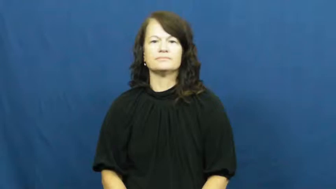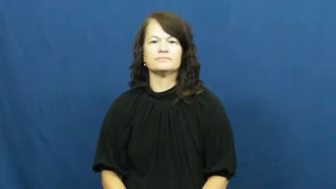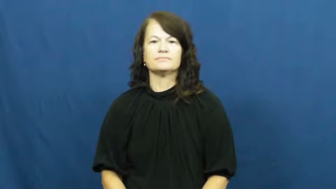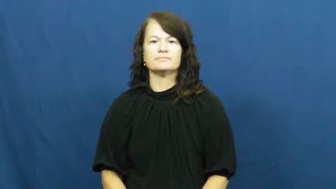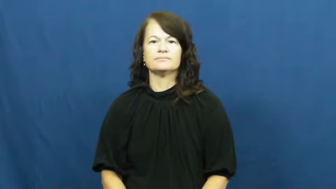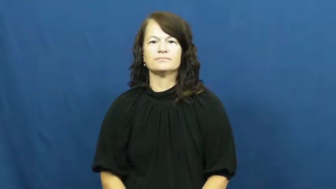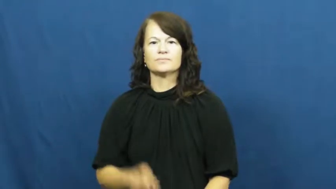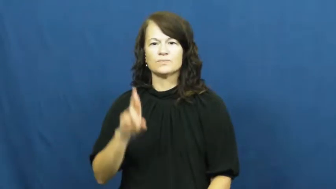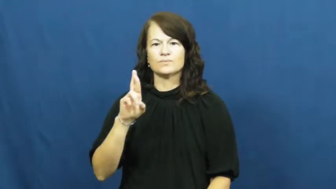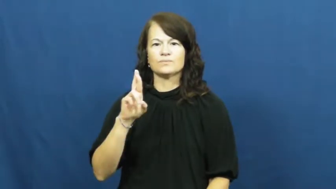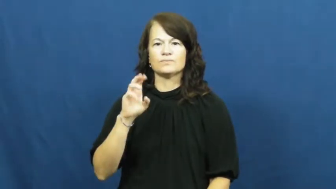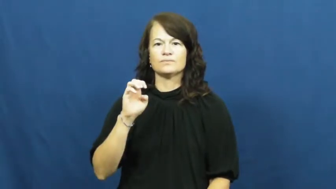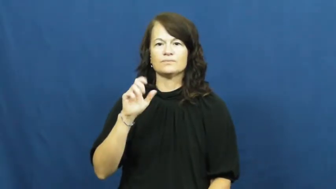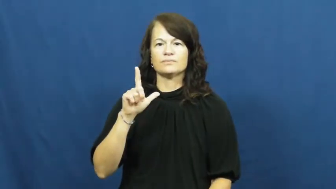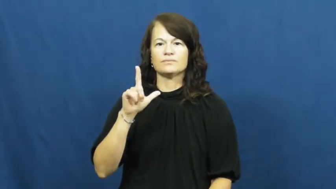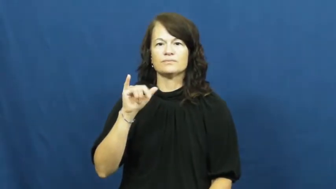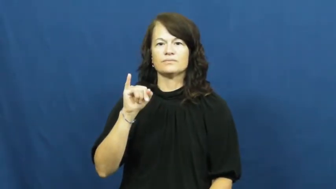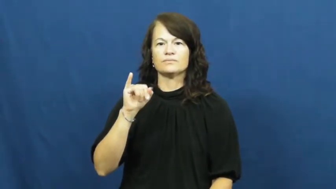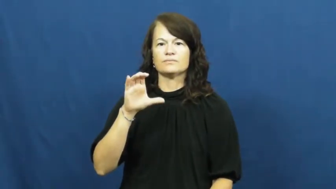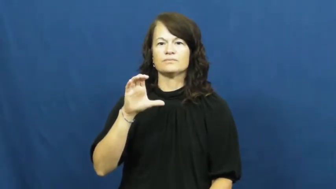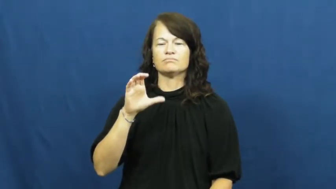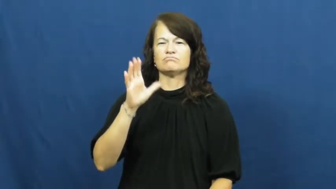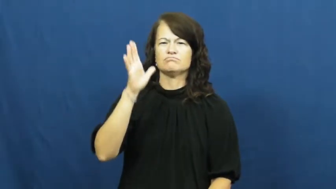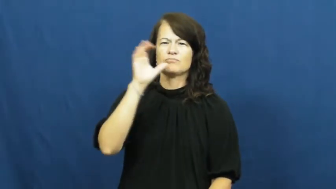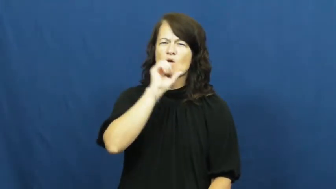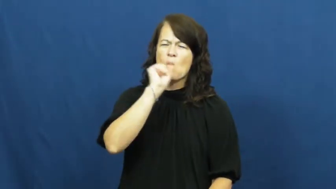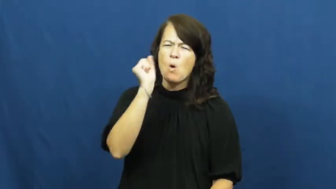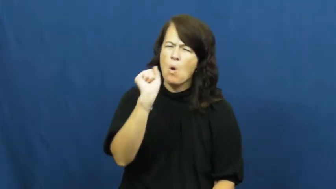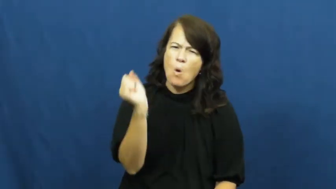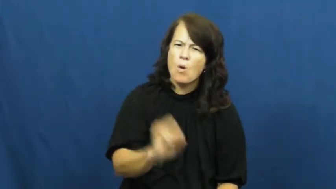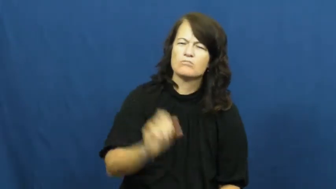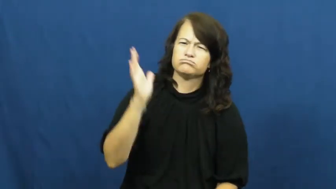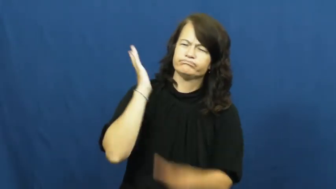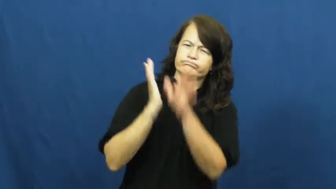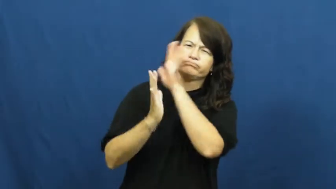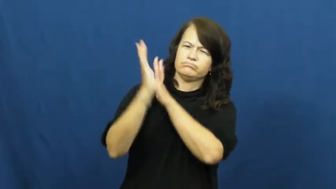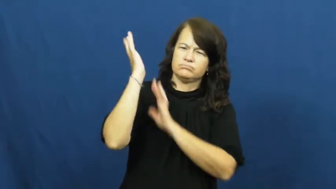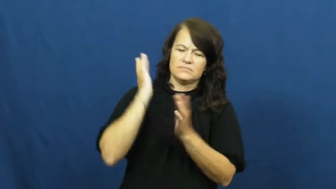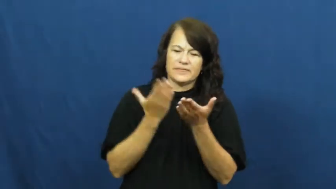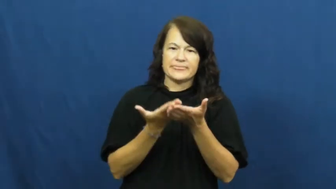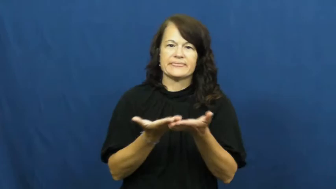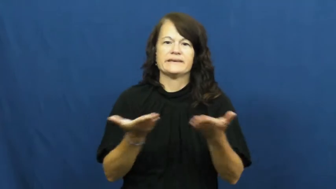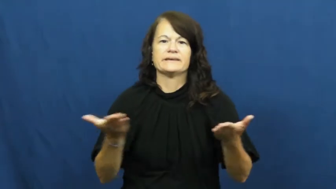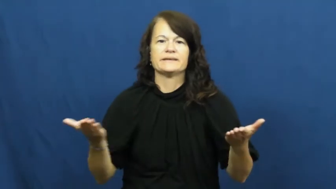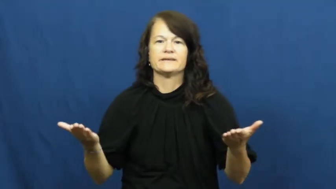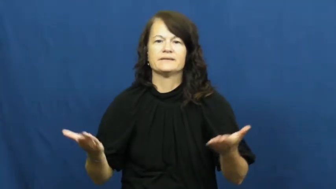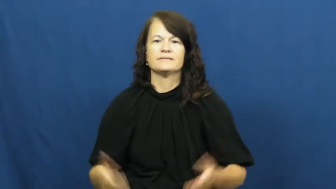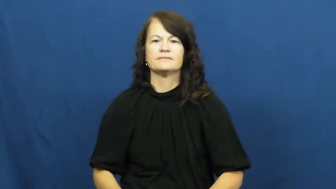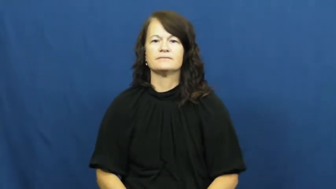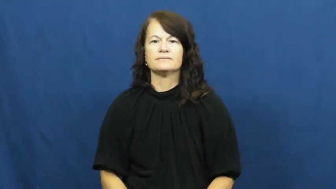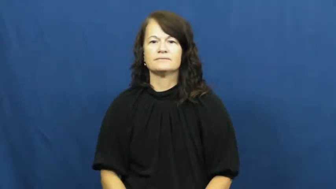relic